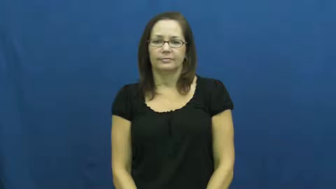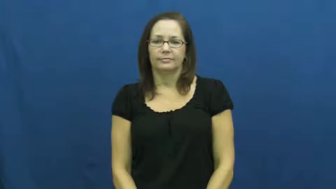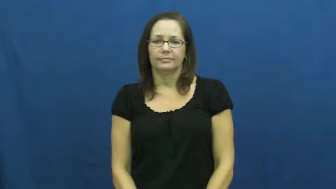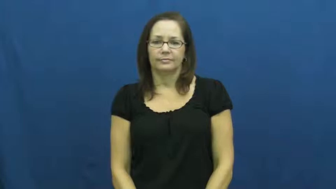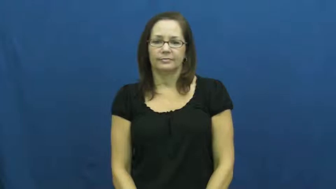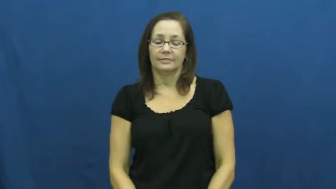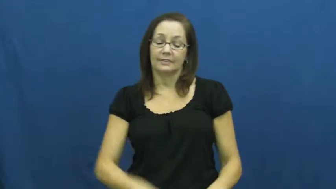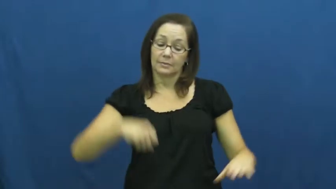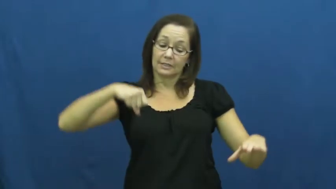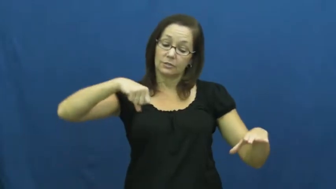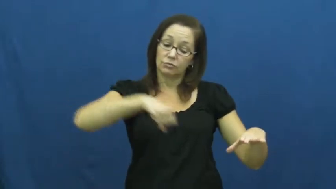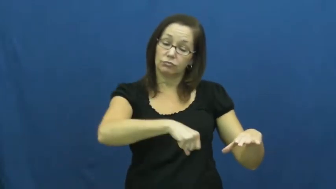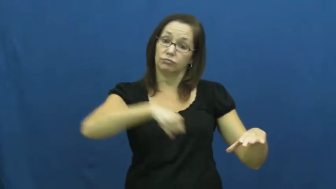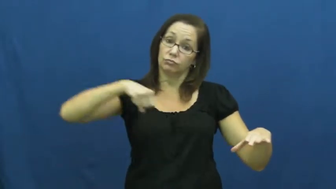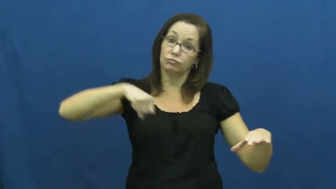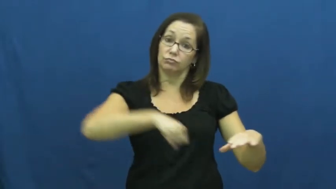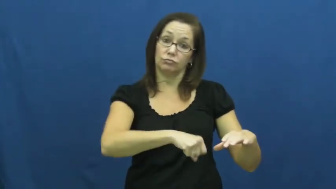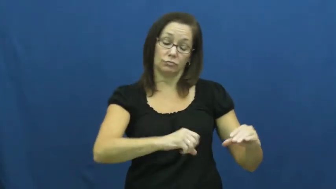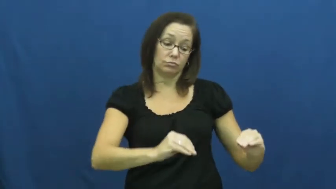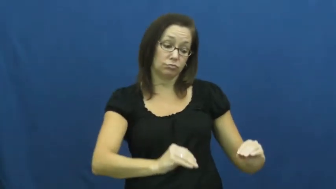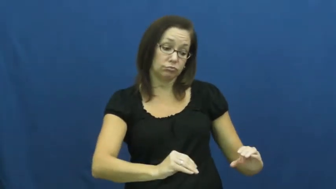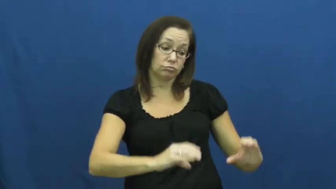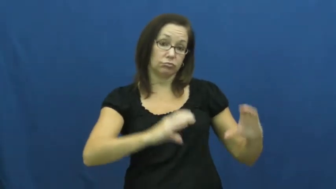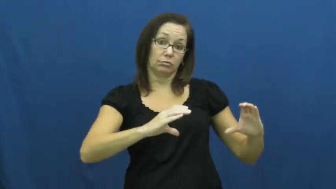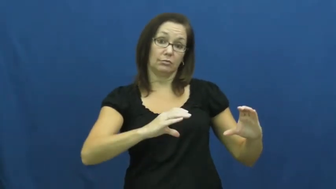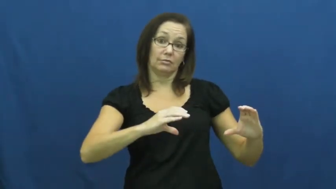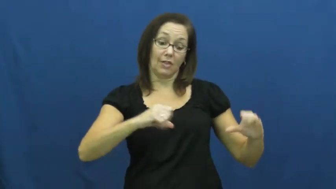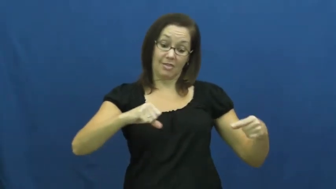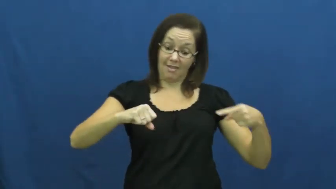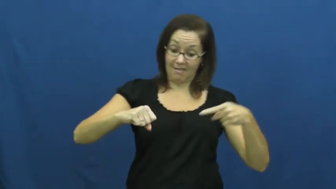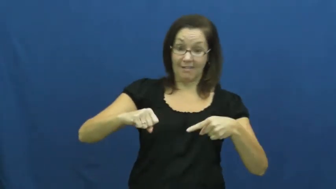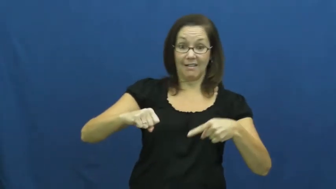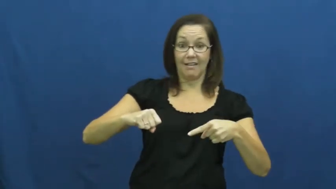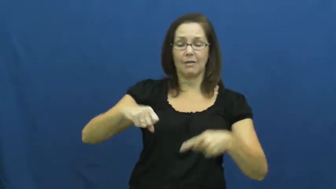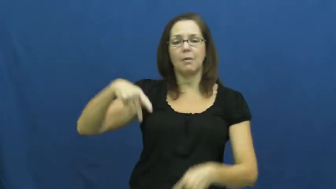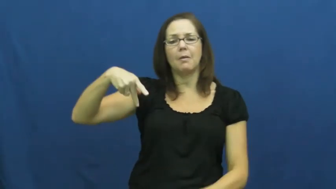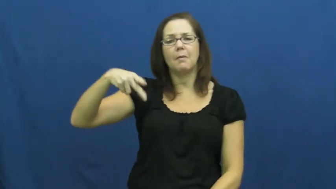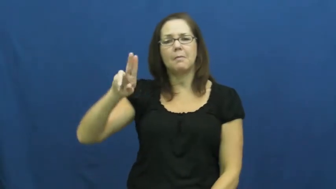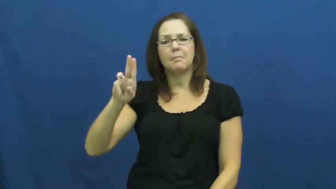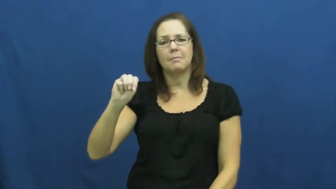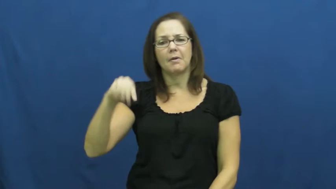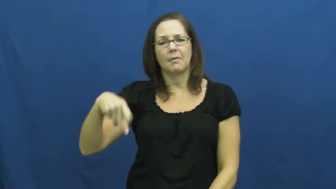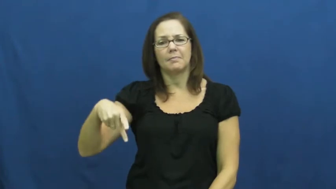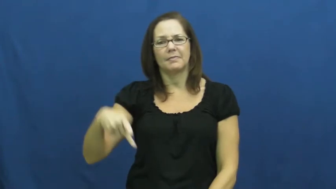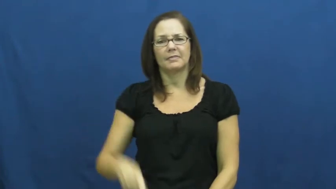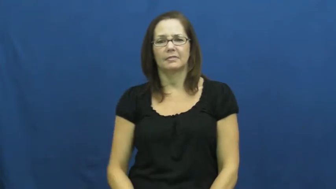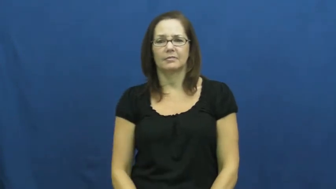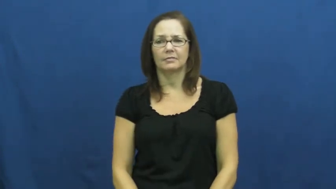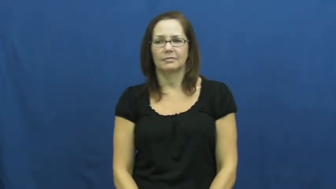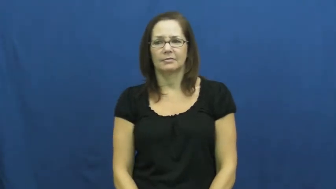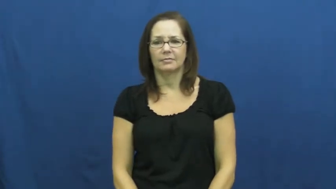pump